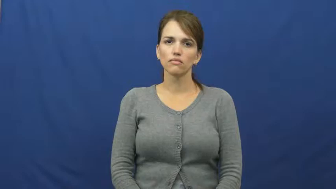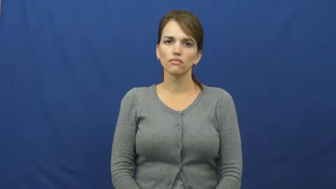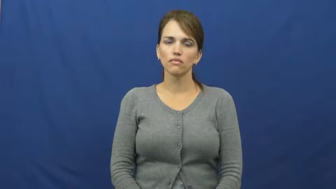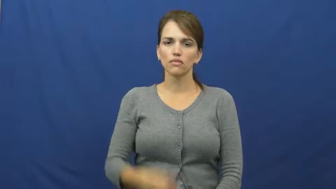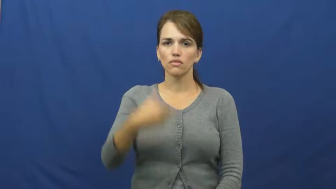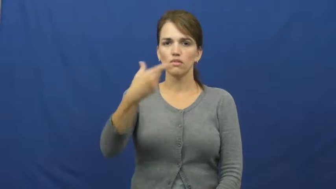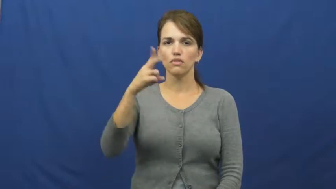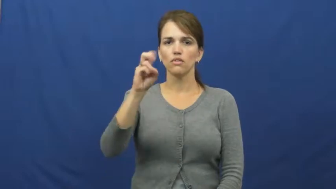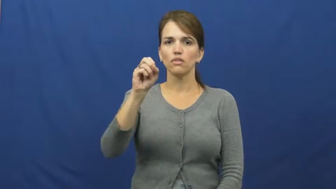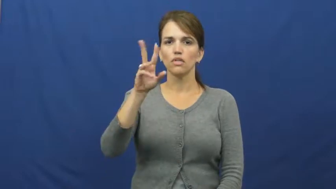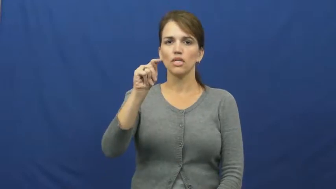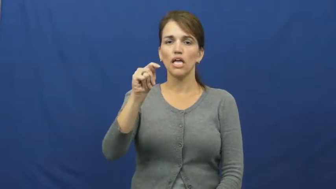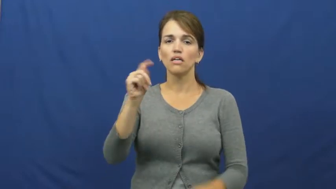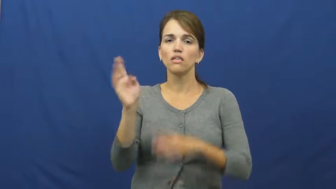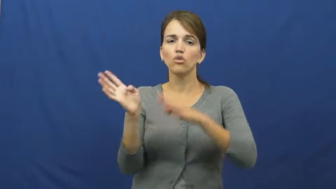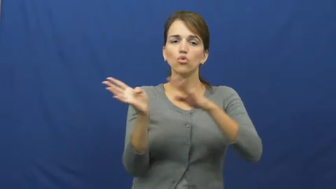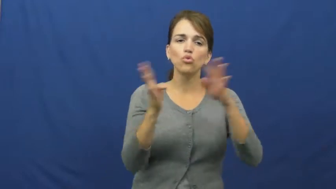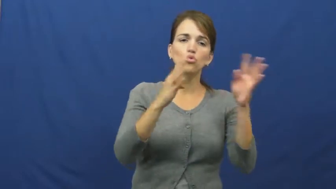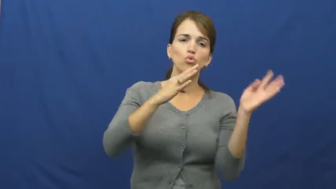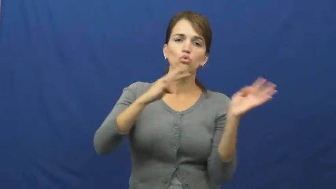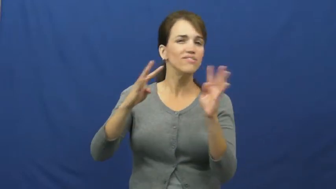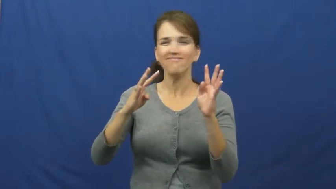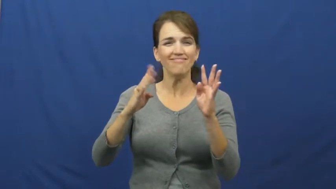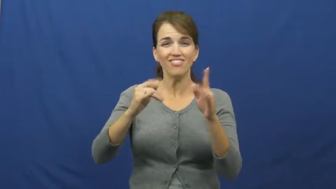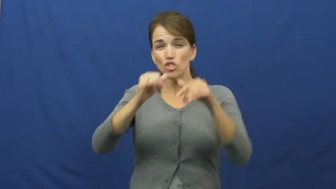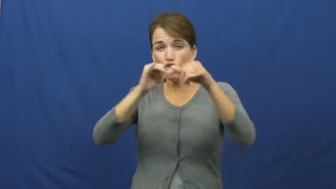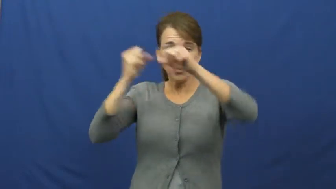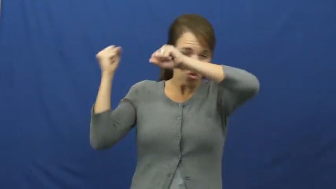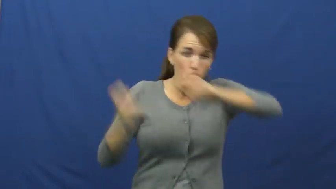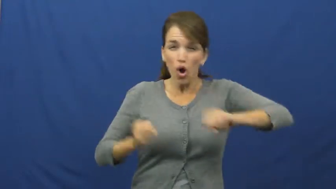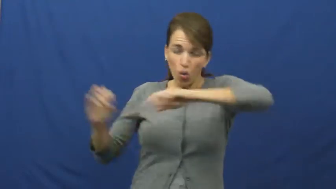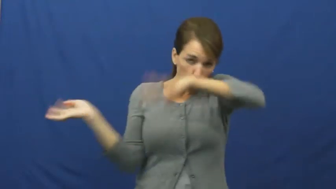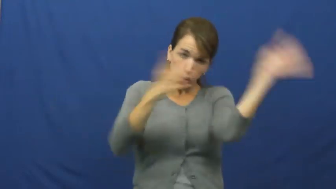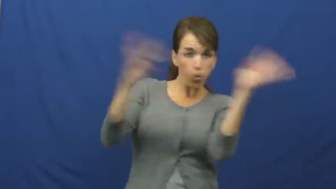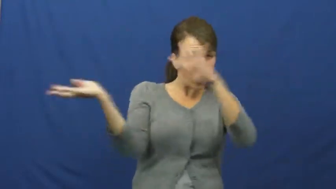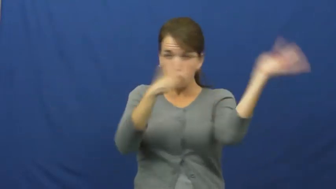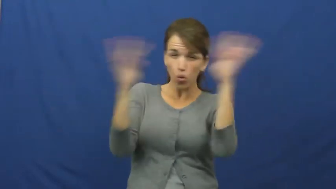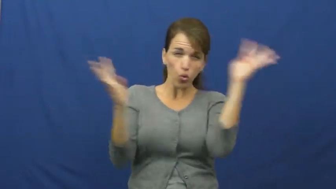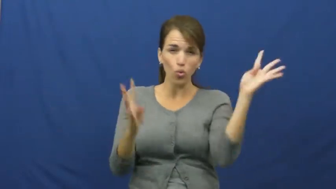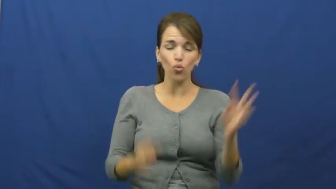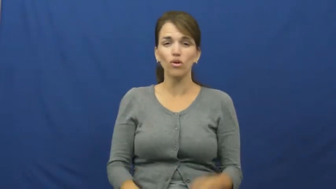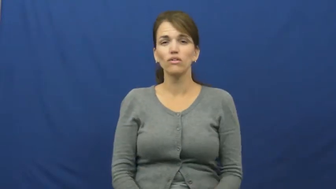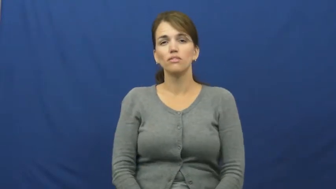gust